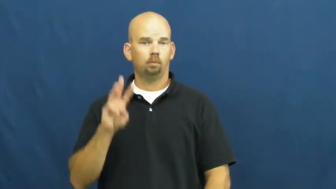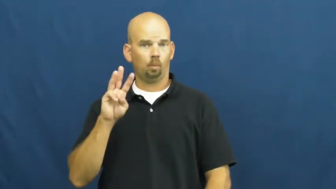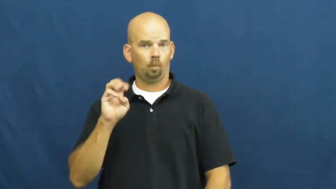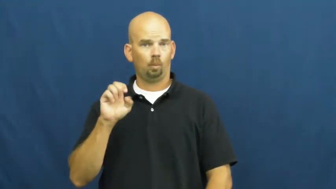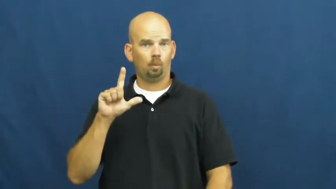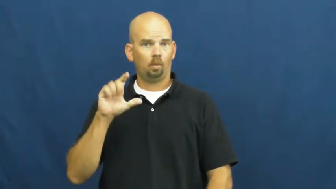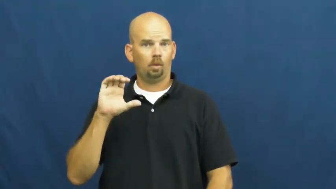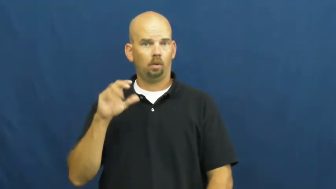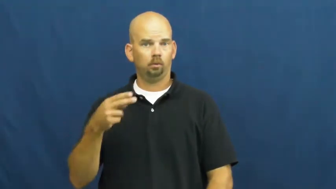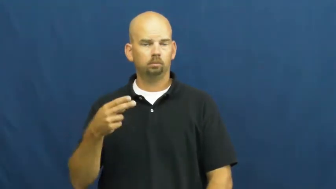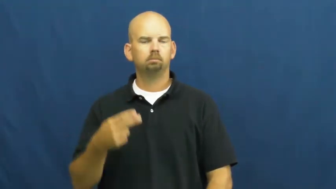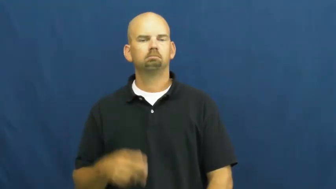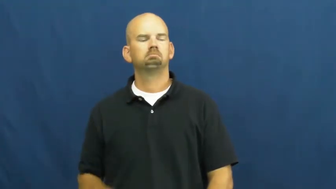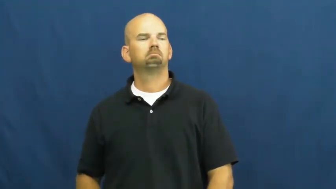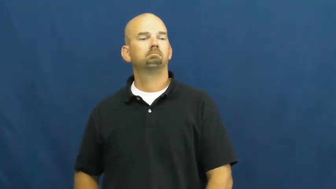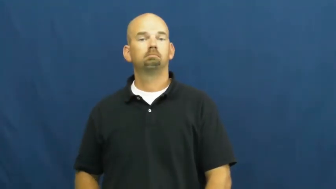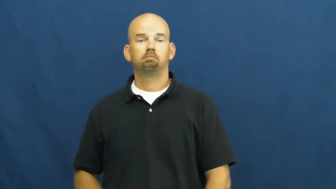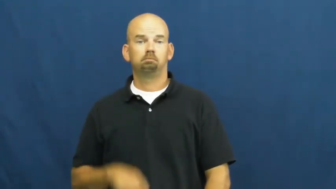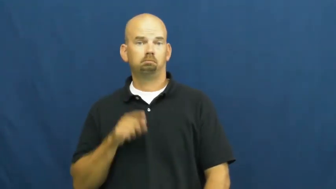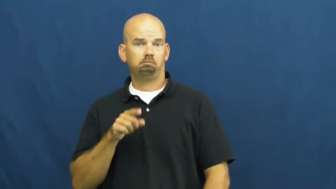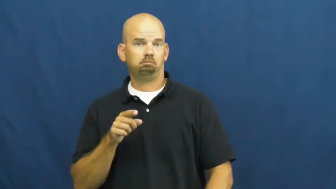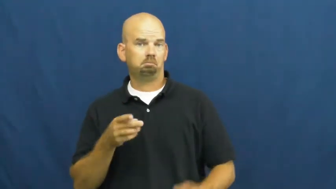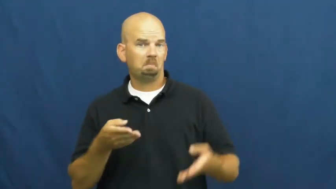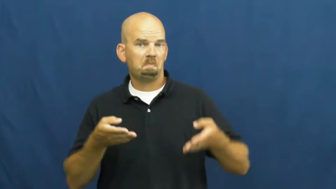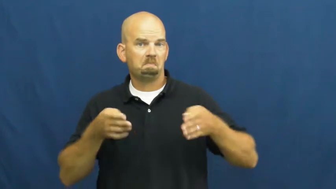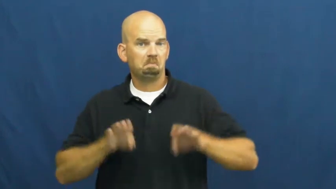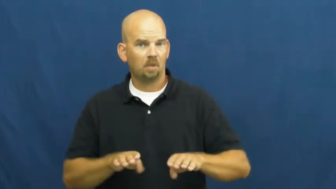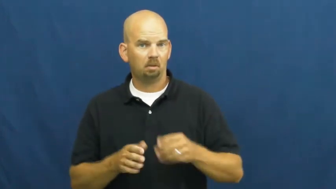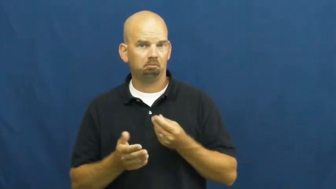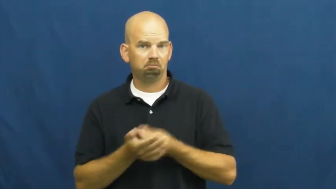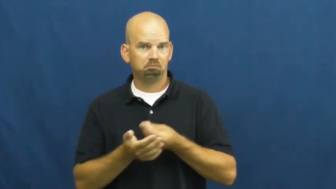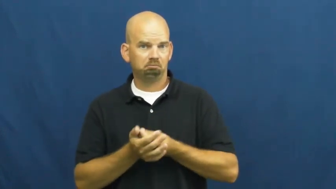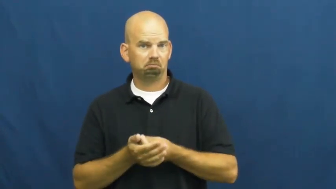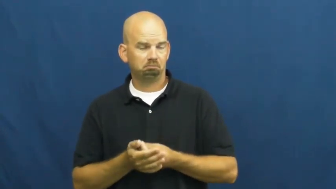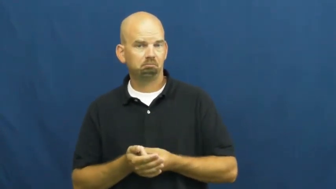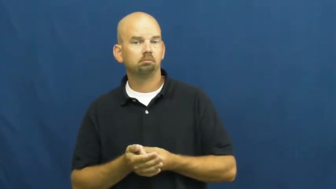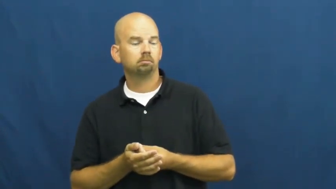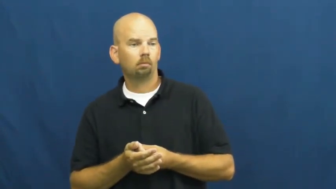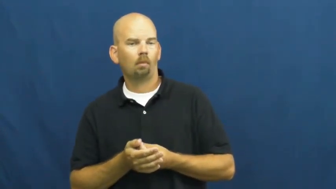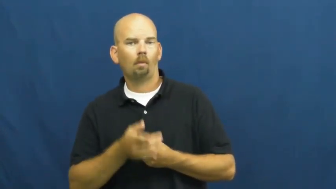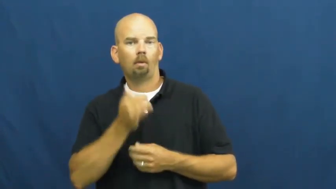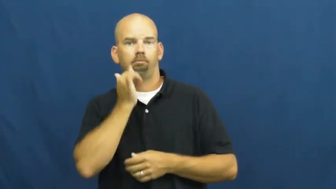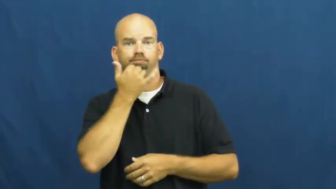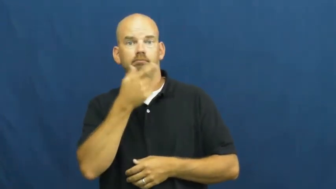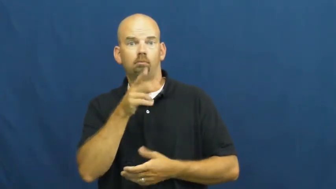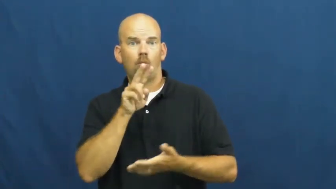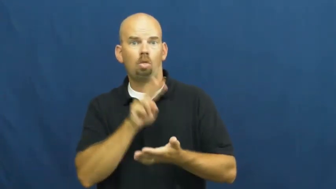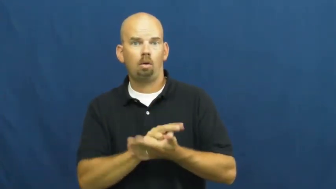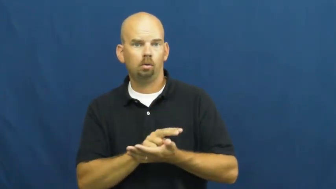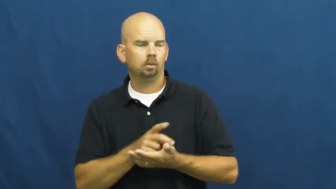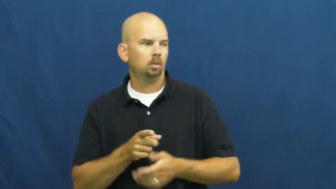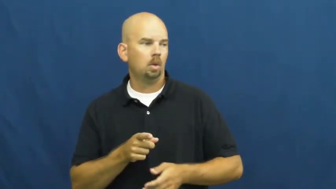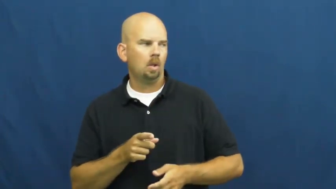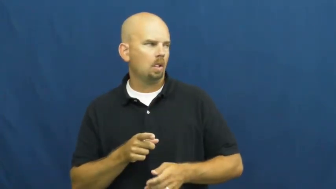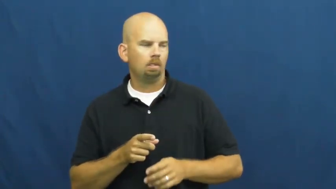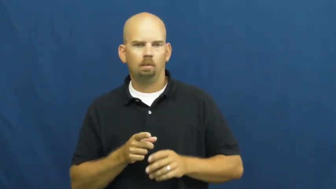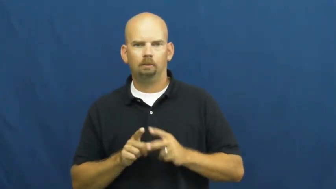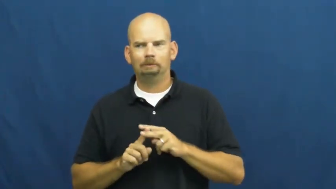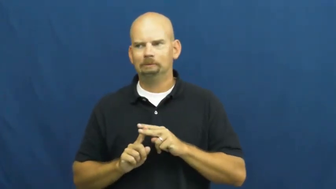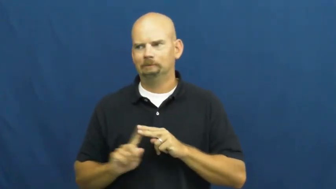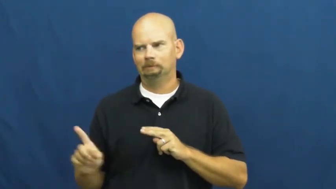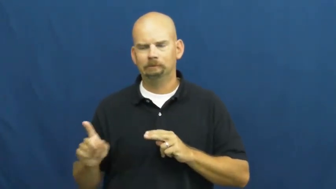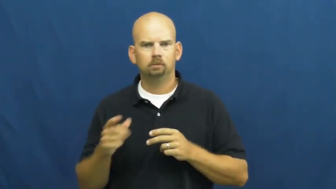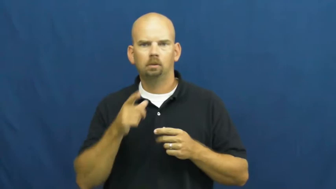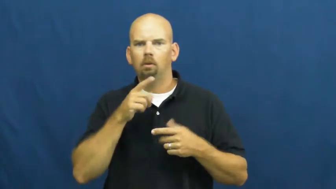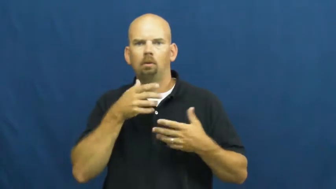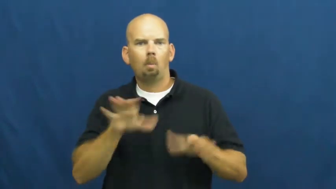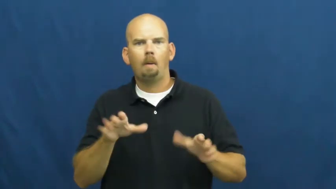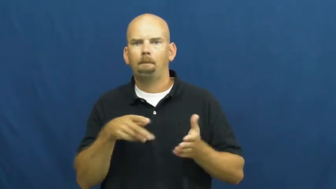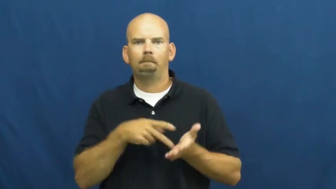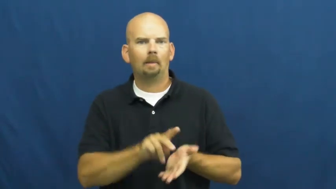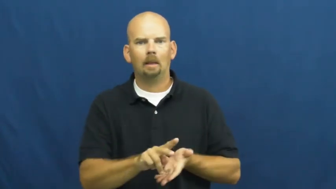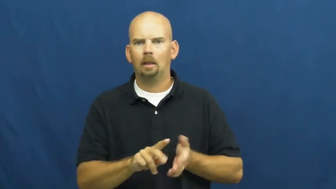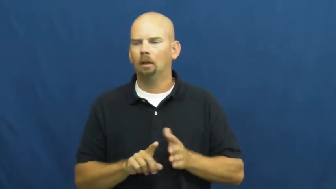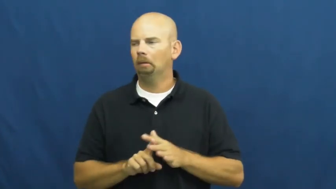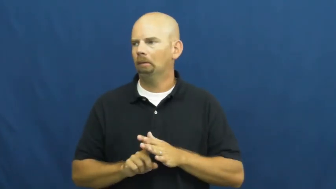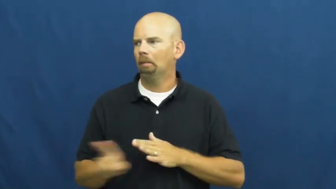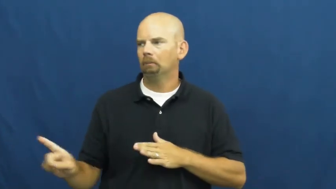welch